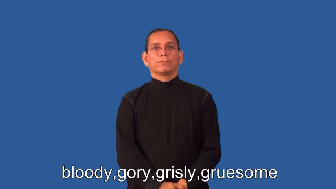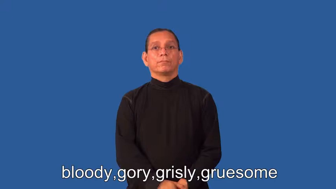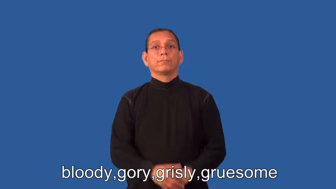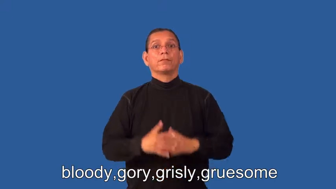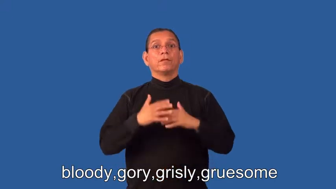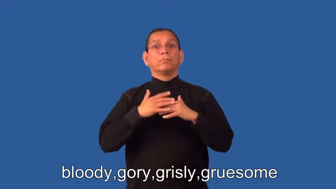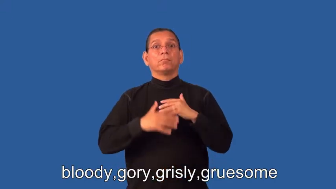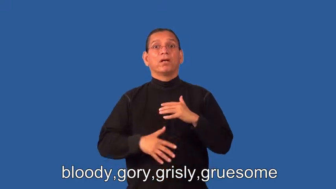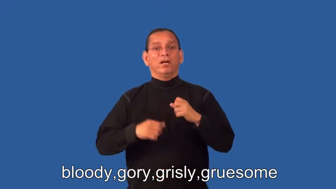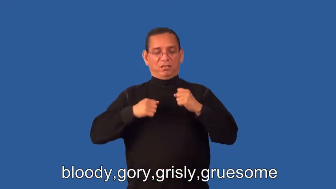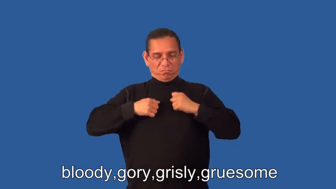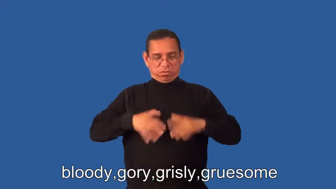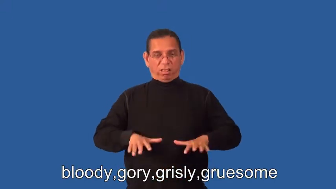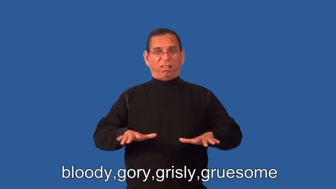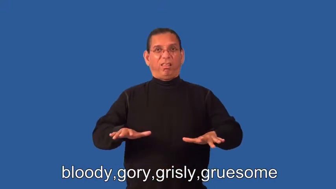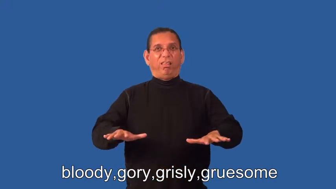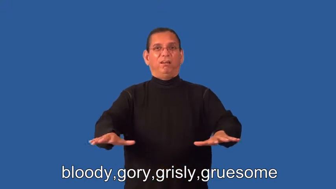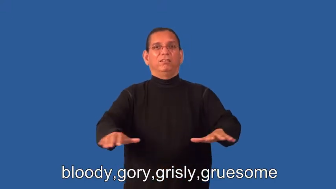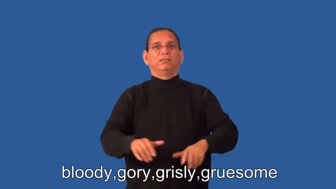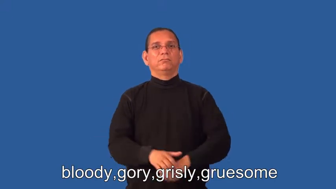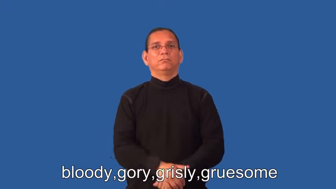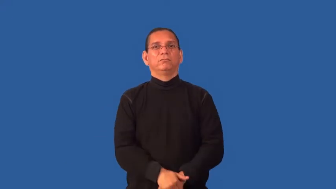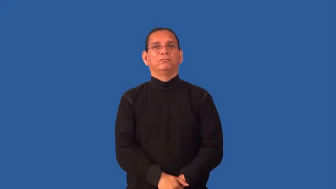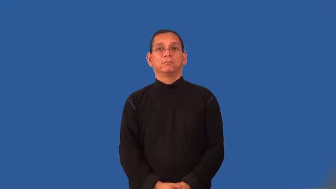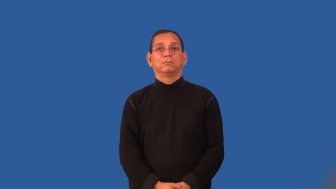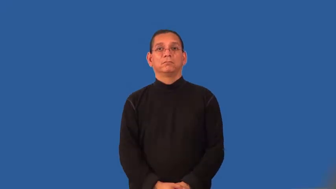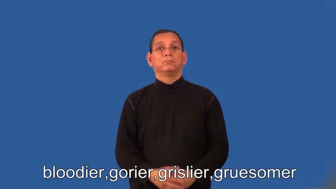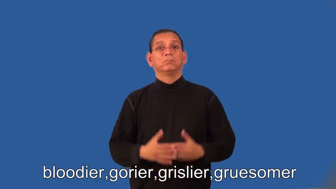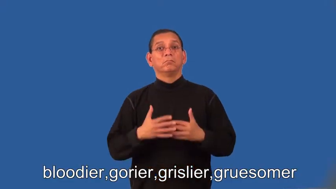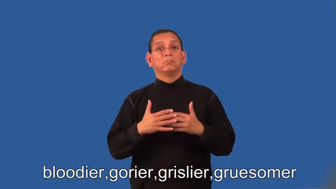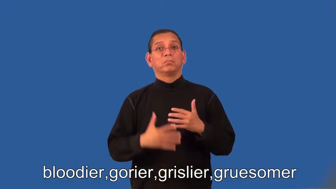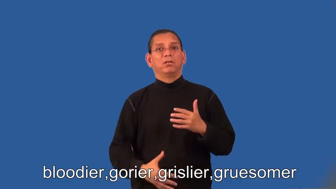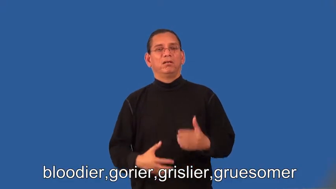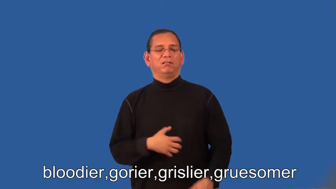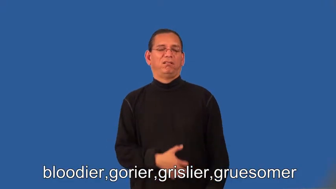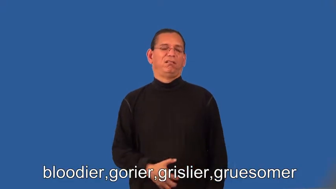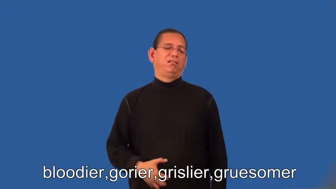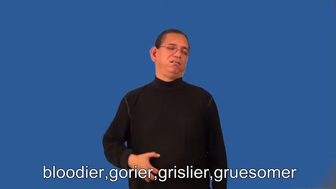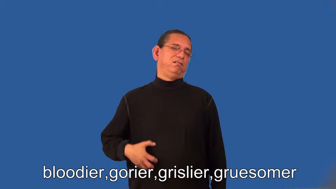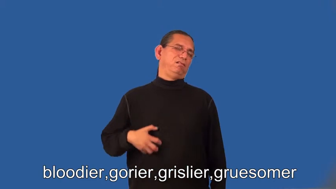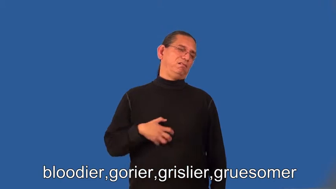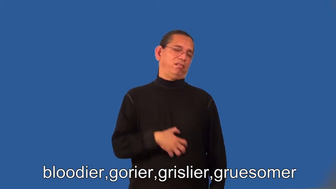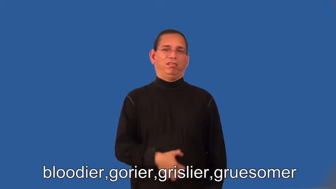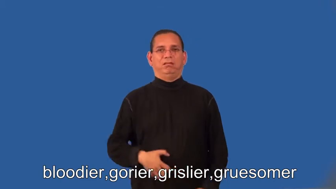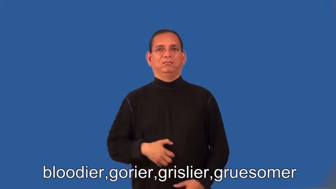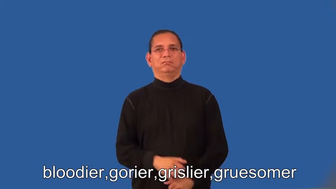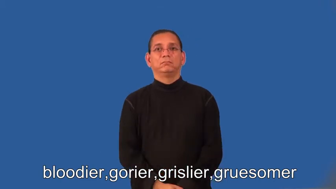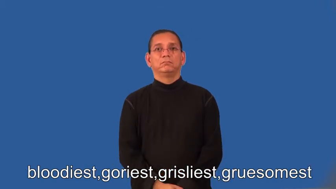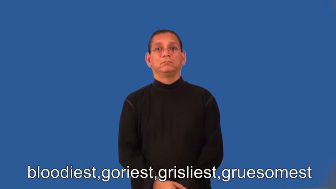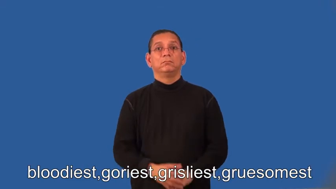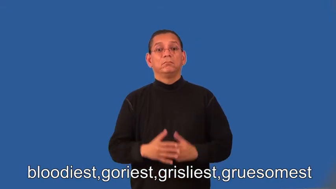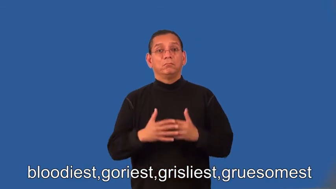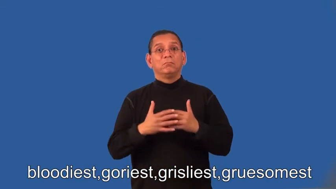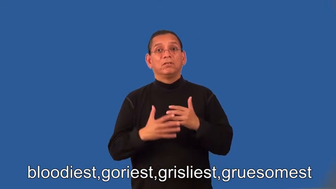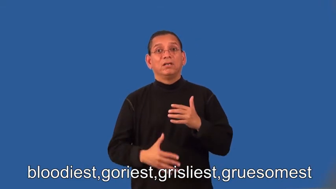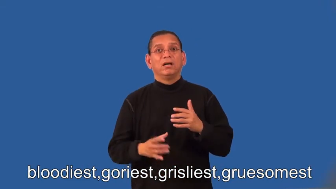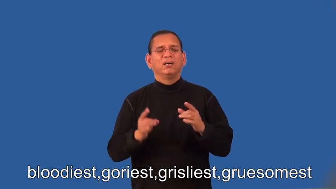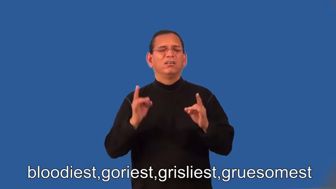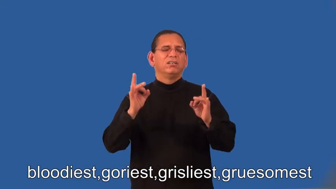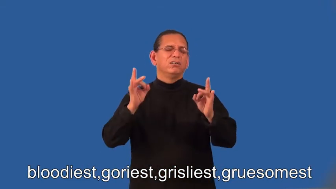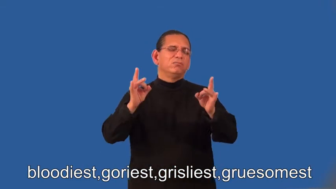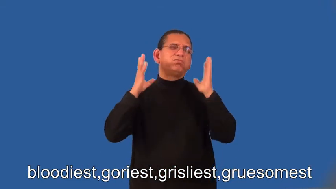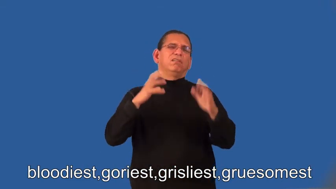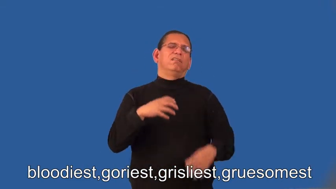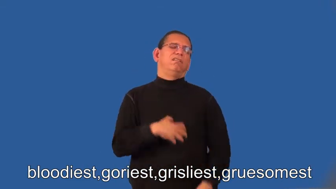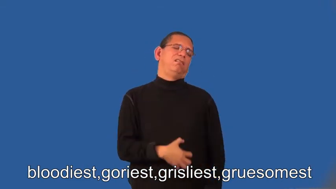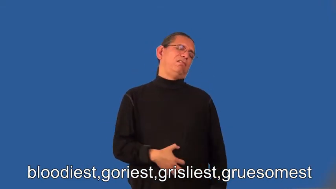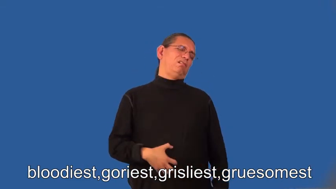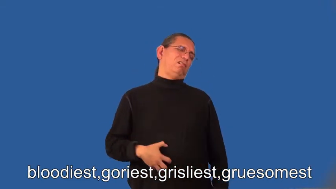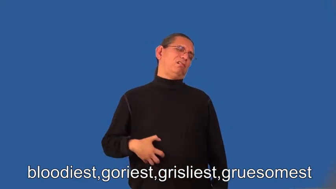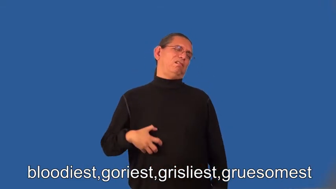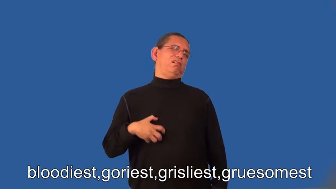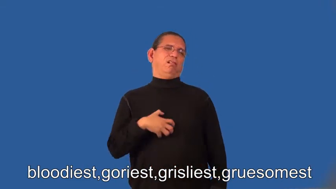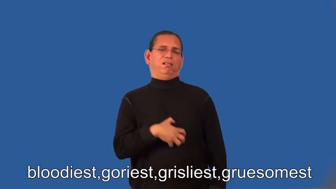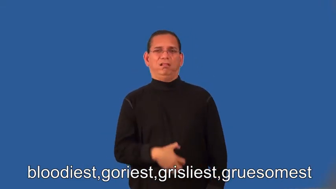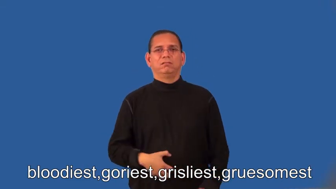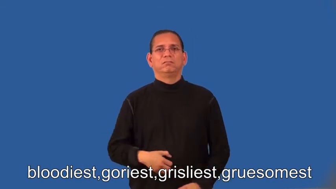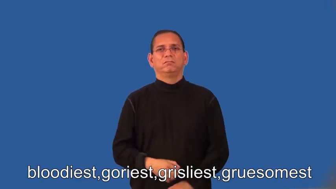bloodier,gorier,grislier,gruesomer,bloodiest,goriest,grisliest,gruesomest